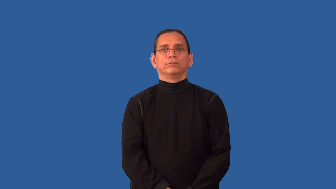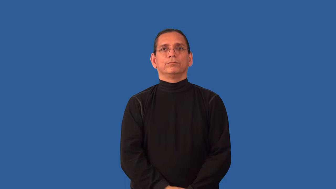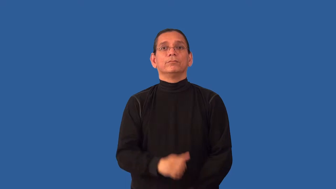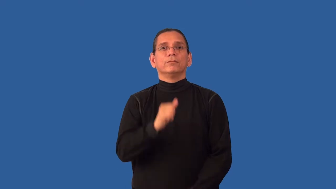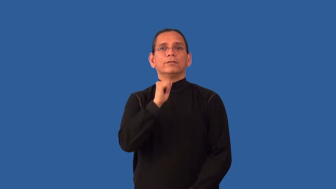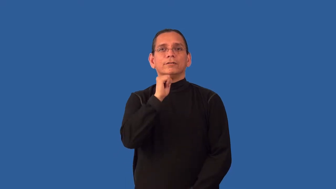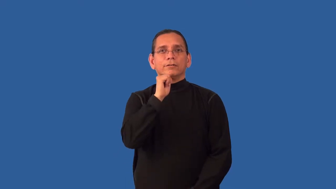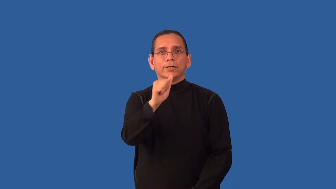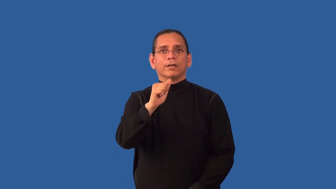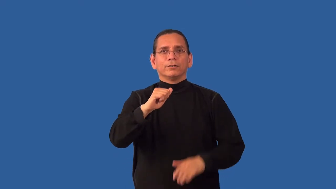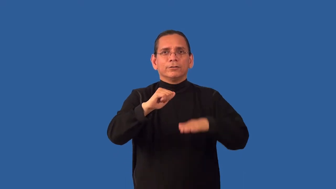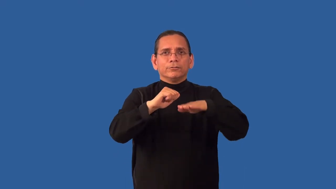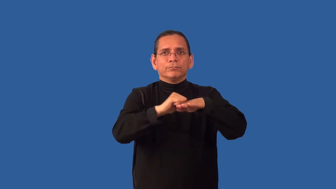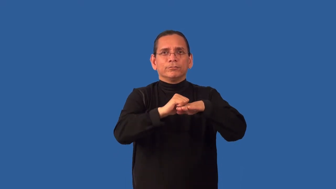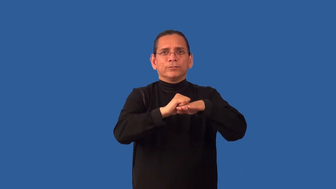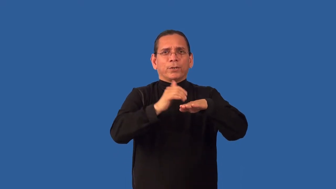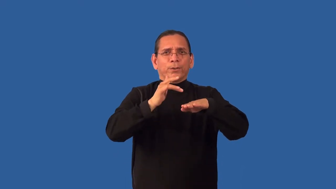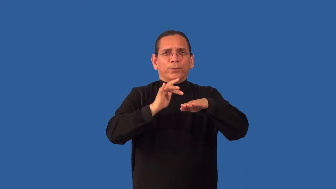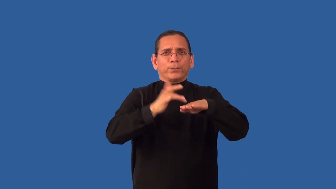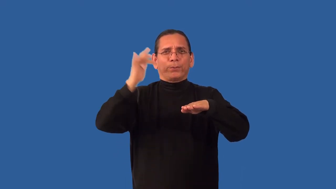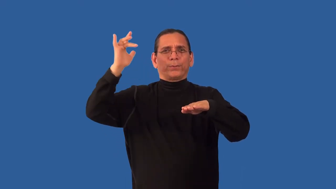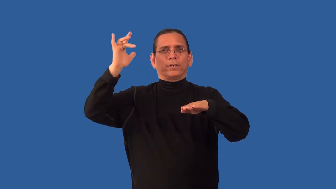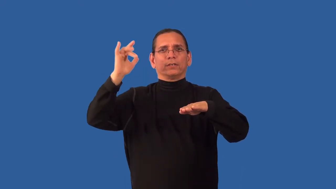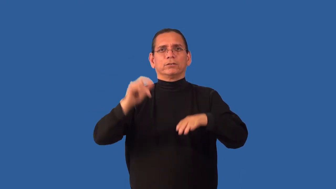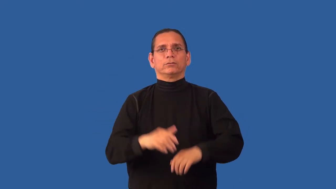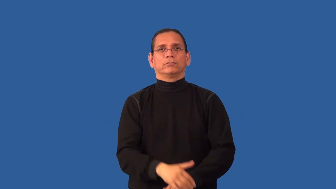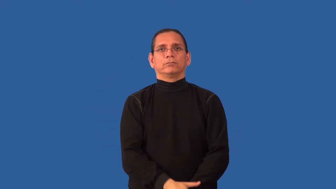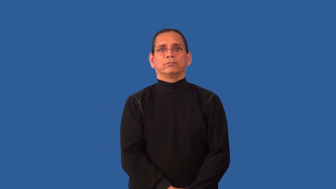unpolished